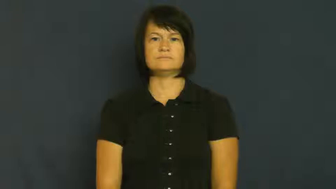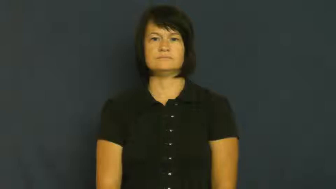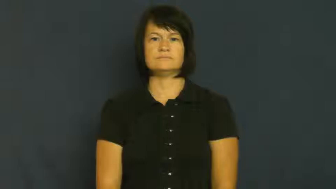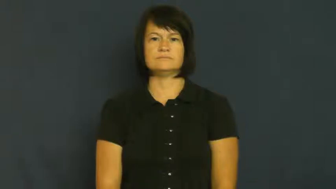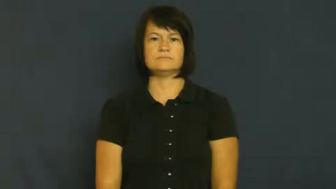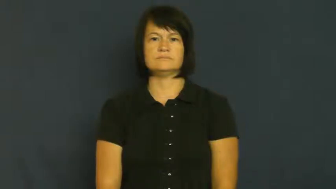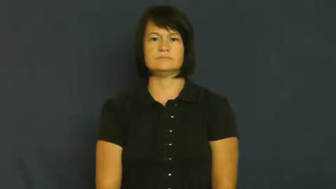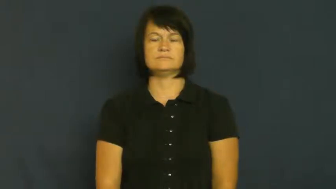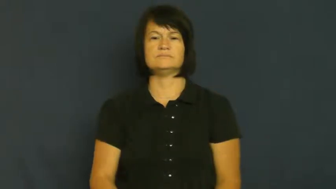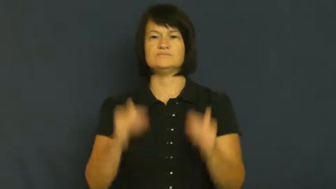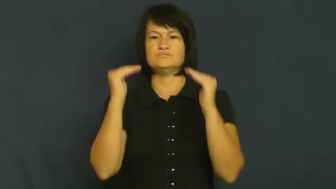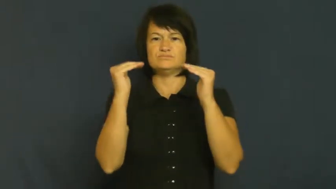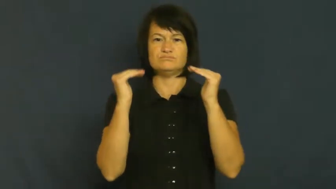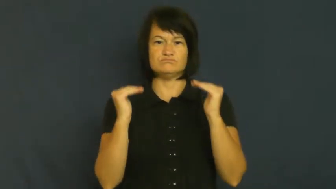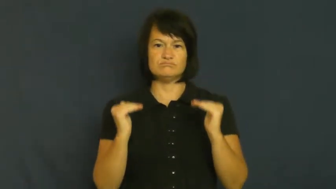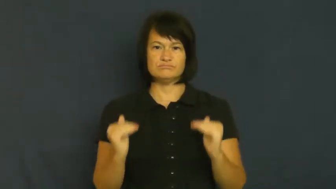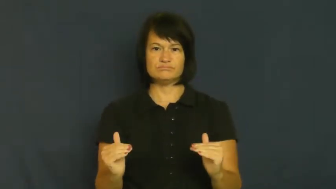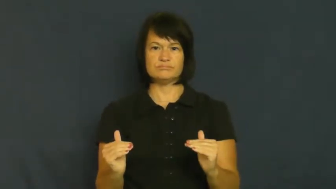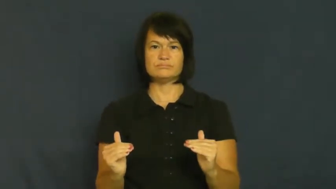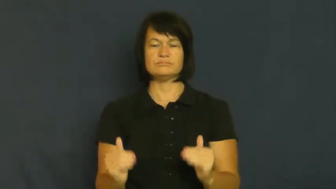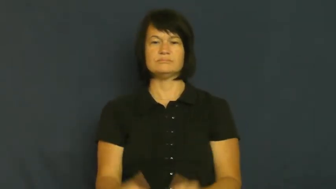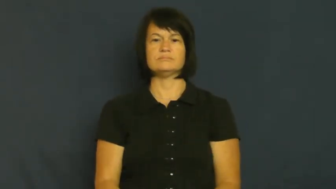lowly,baseborn,common